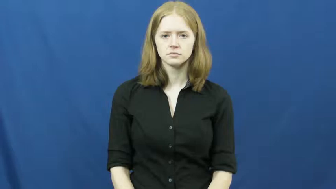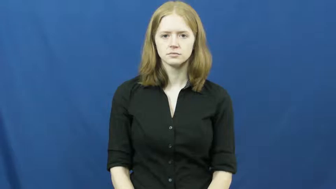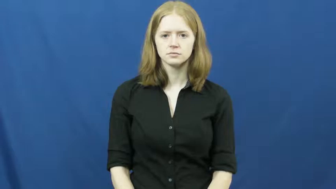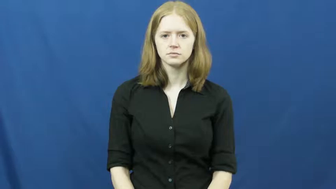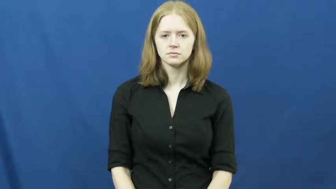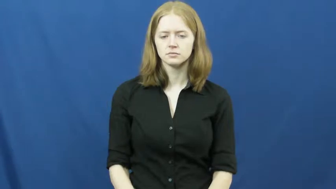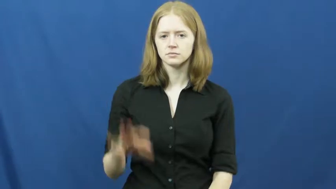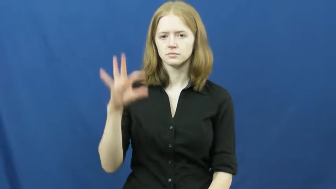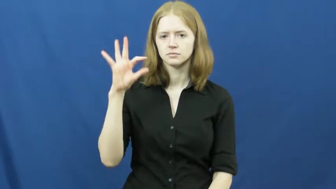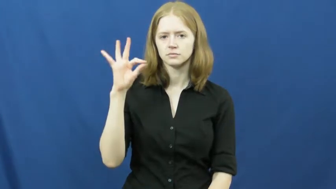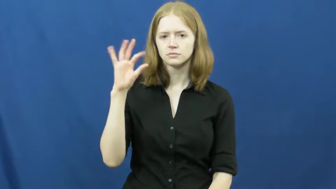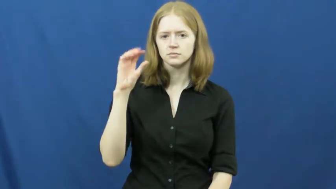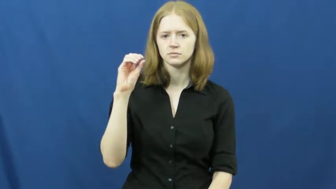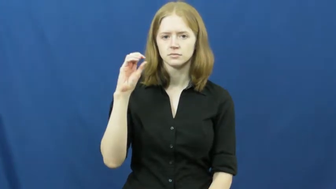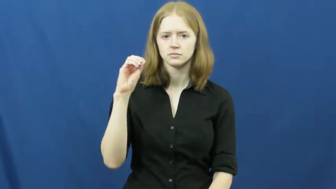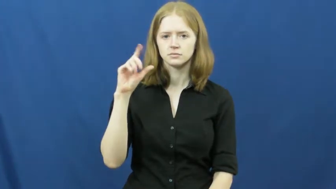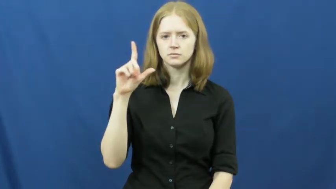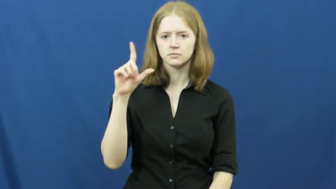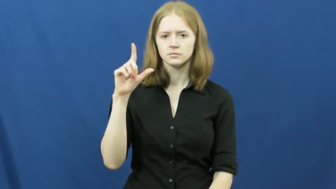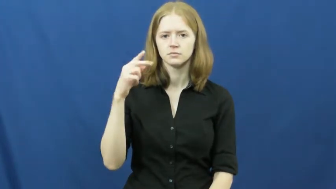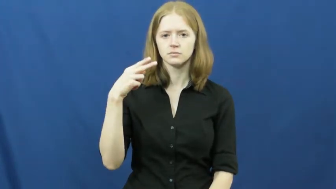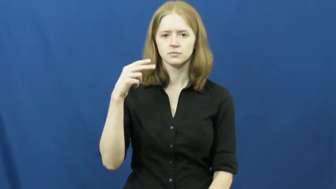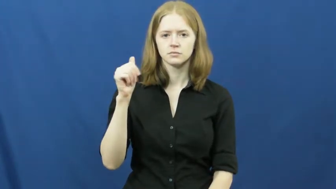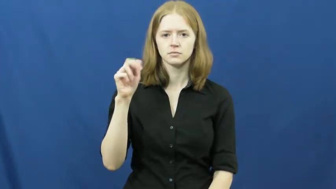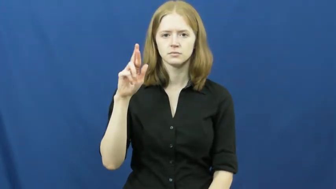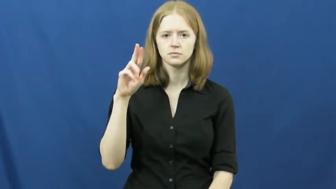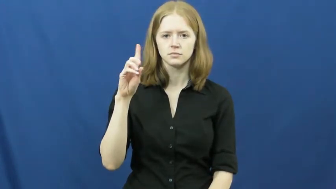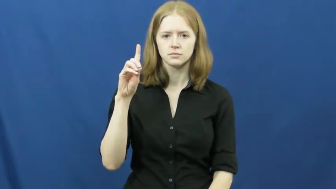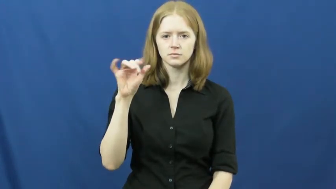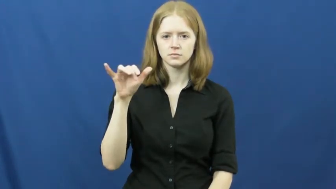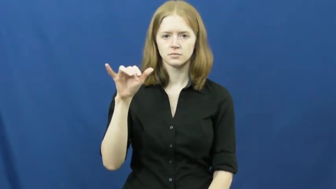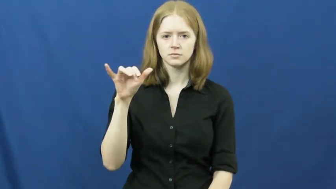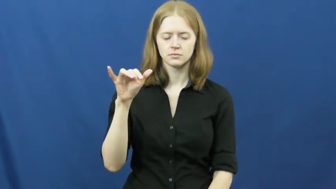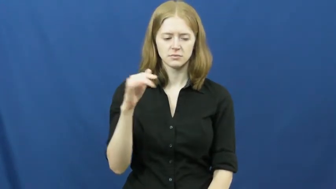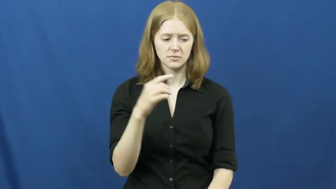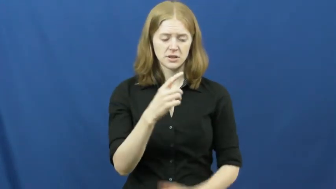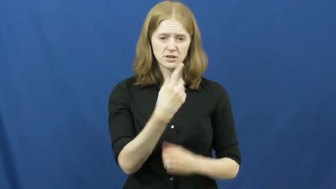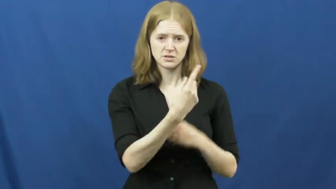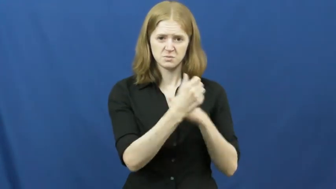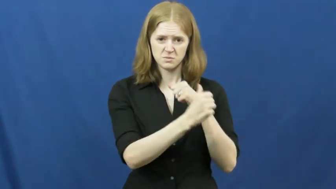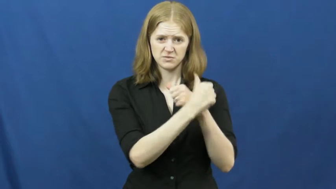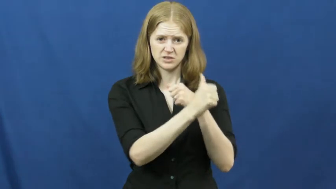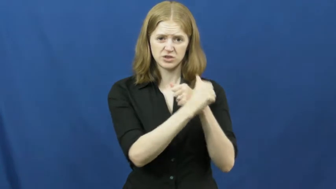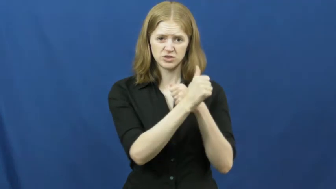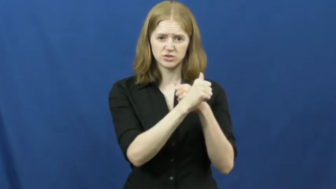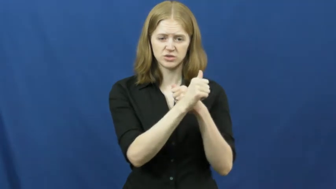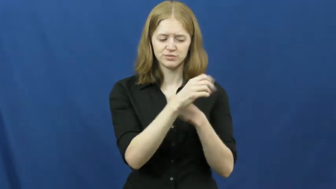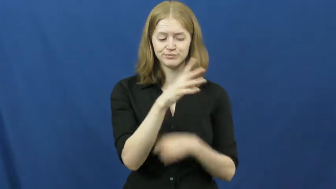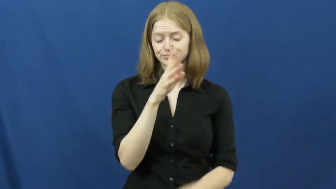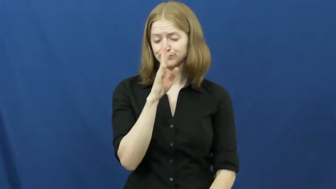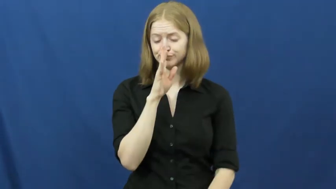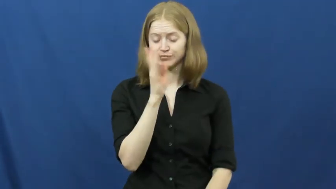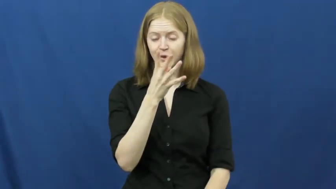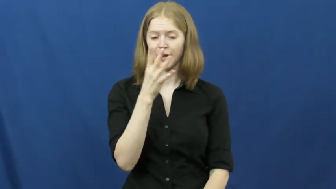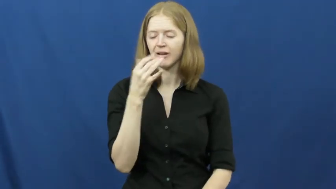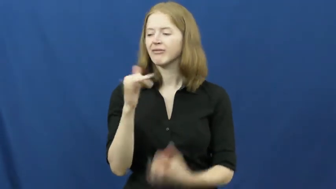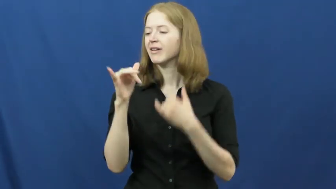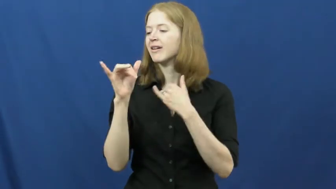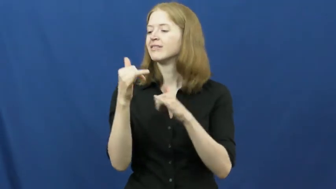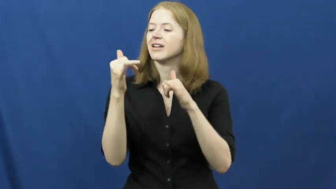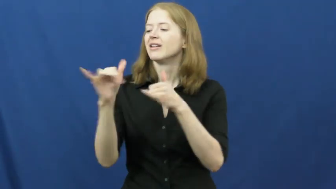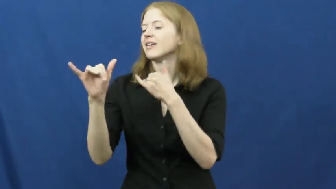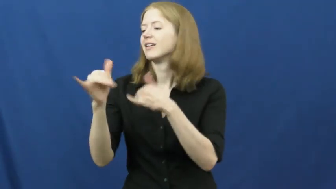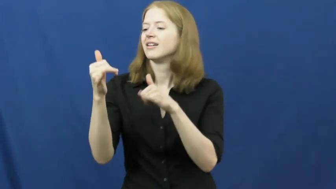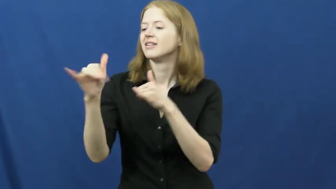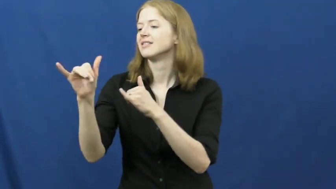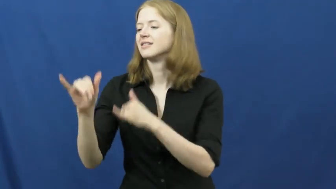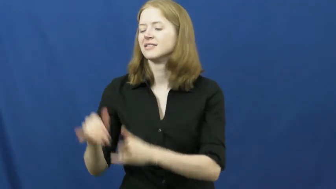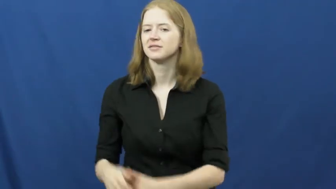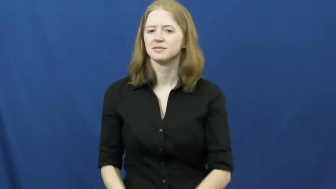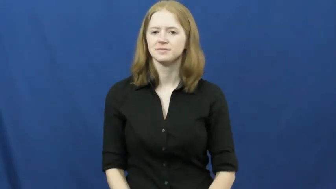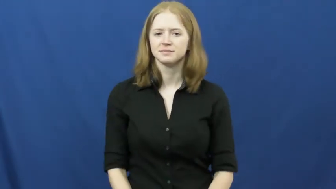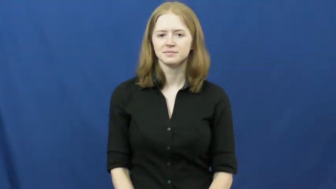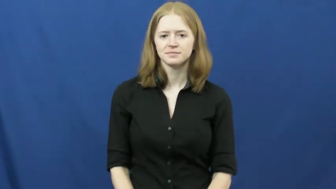foolhardy